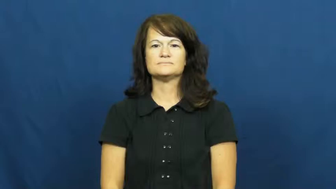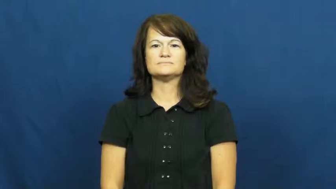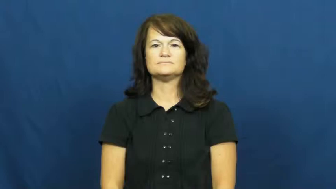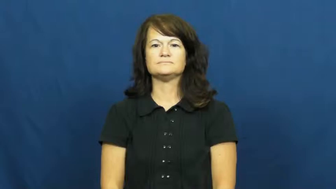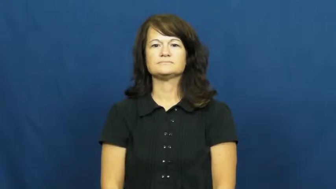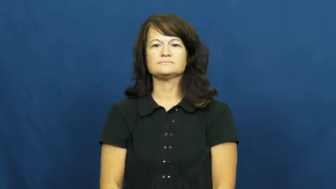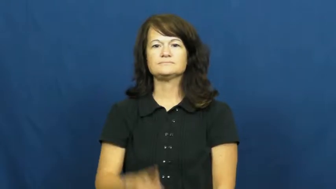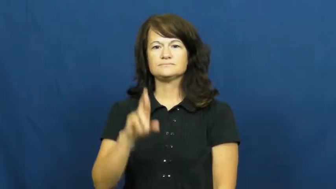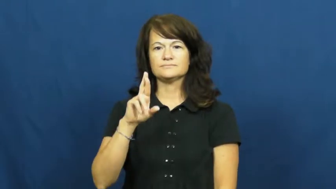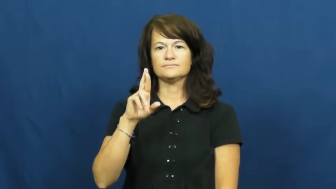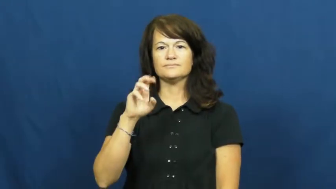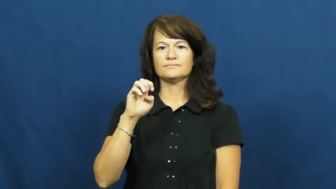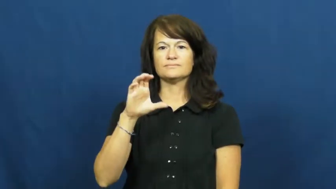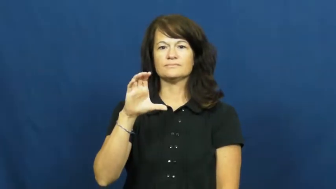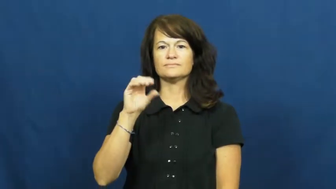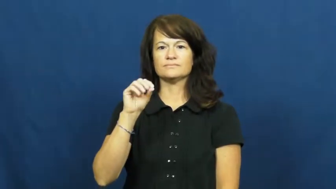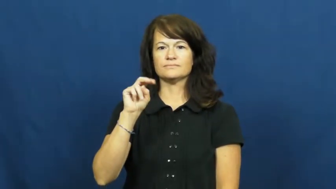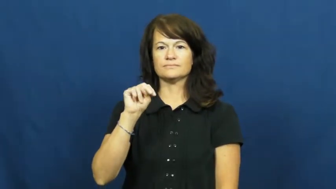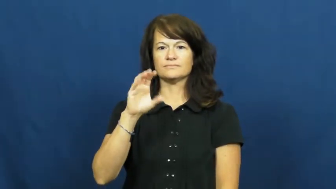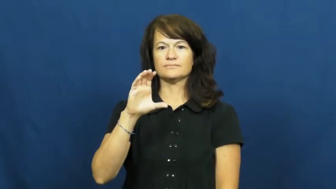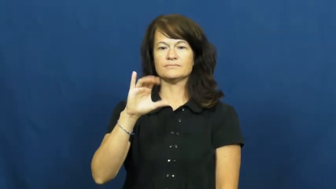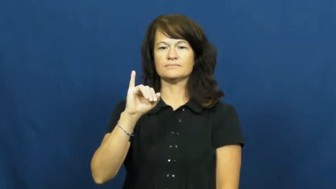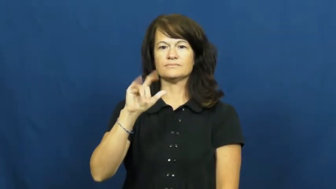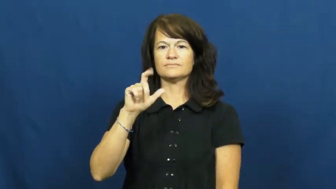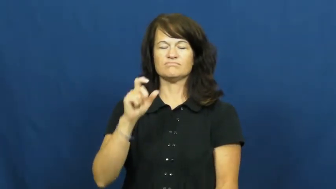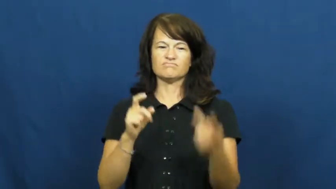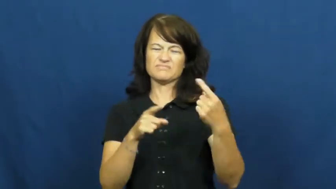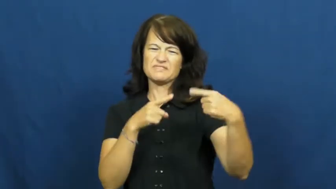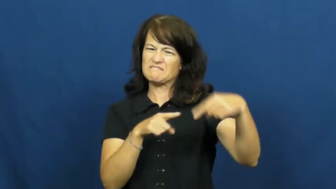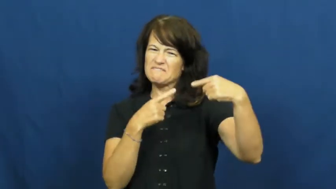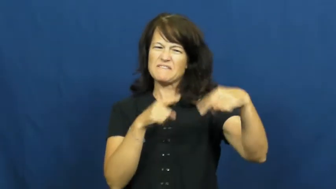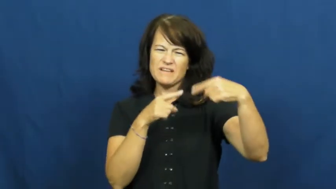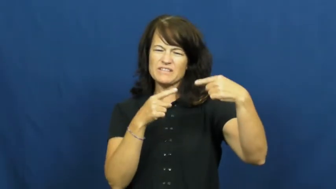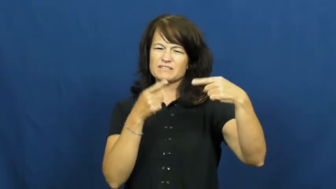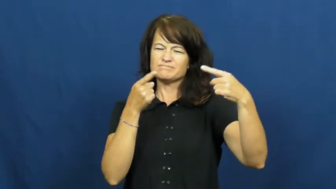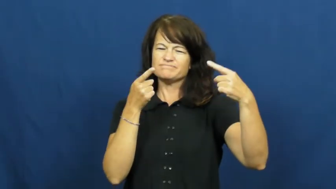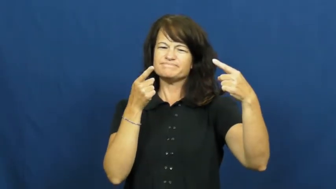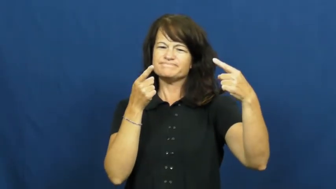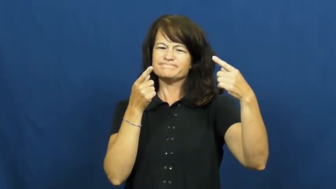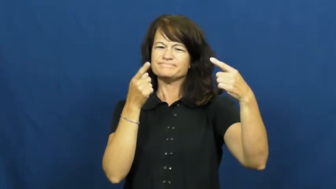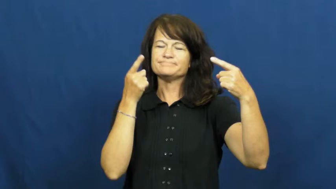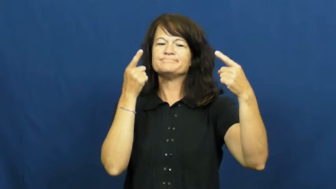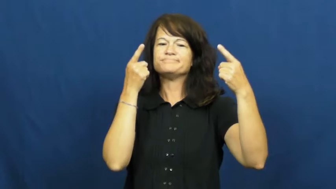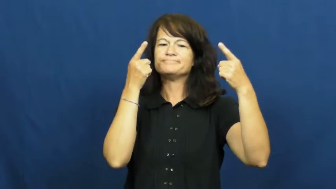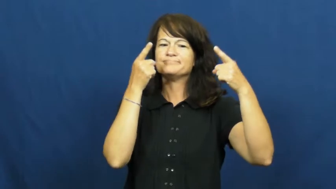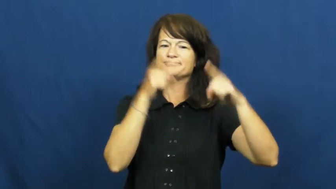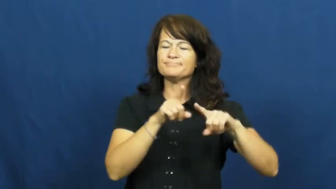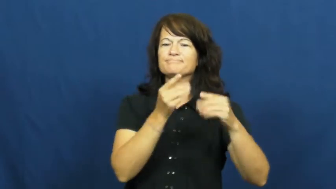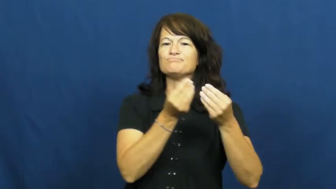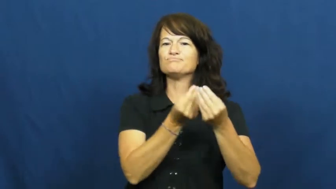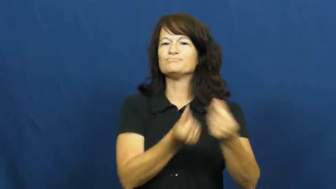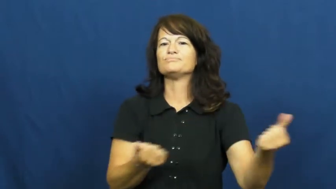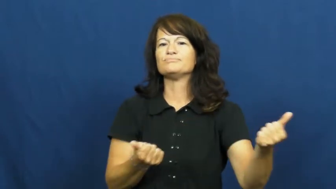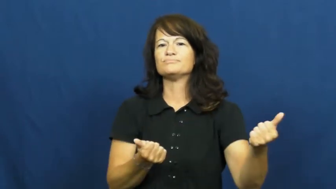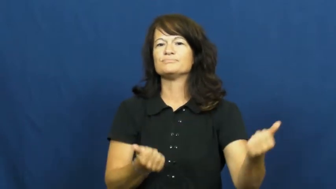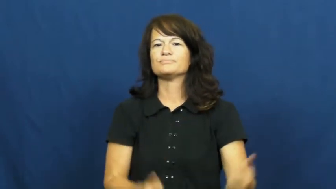reconcile